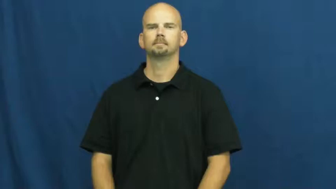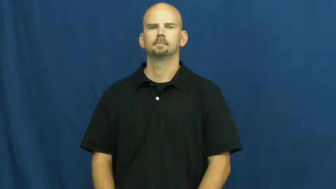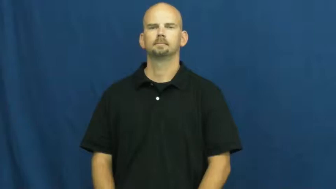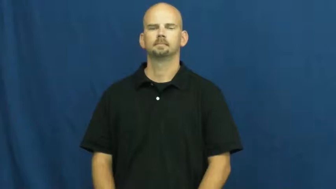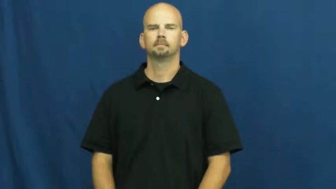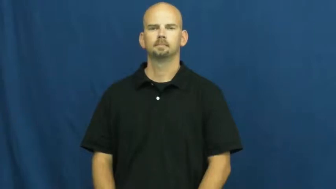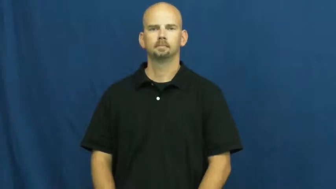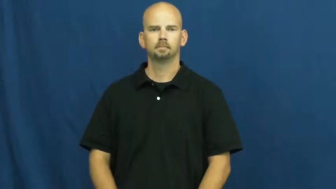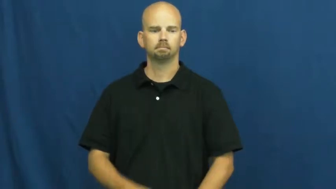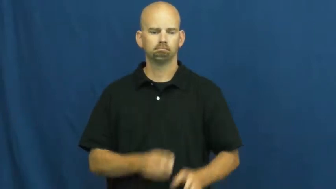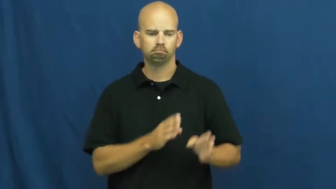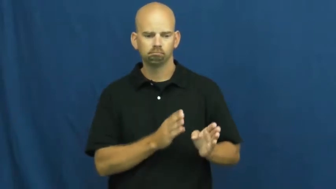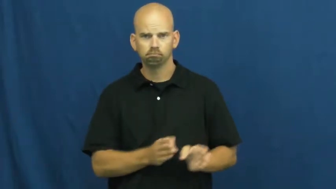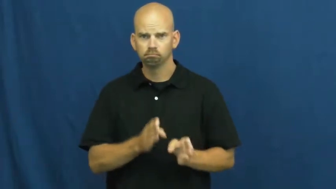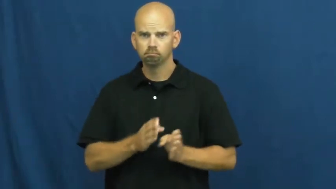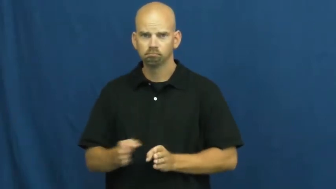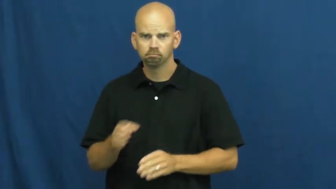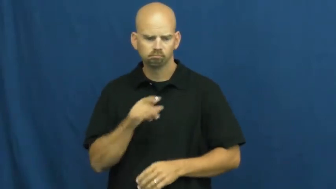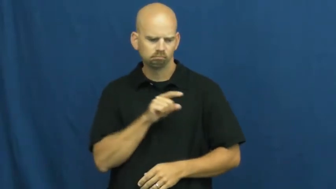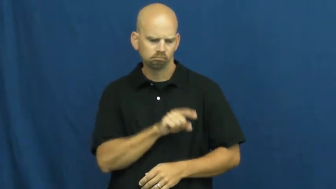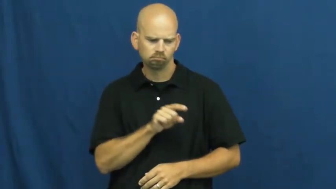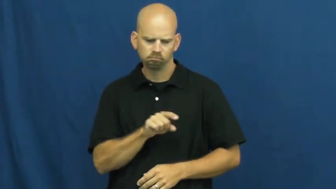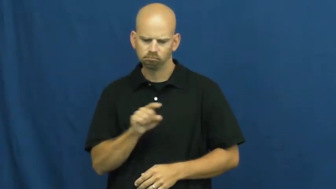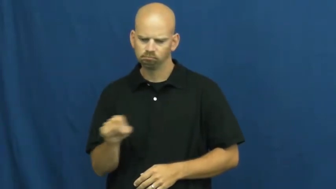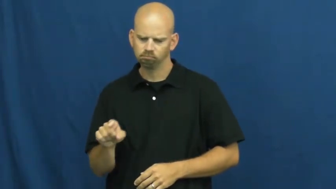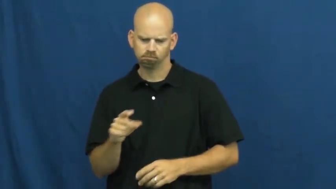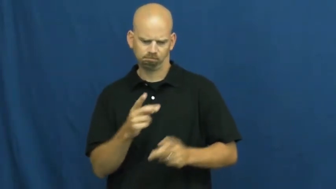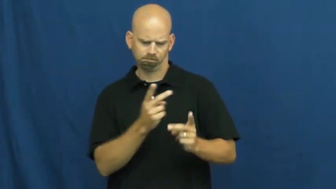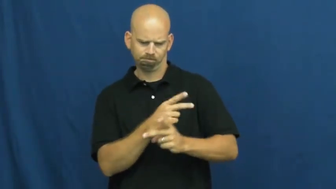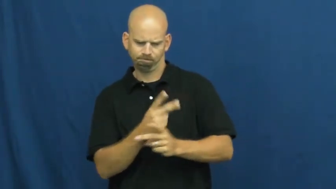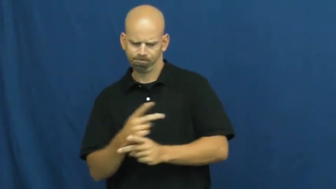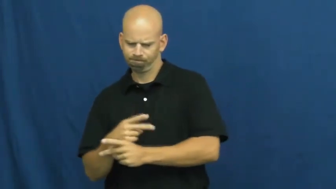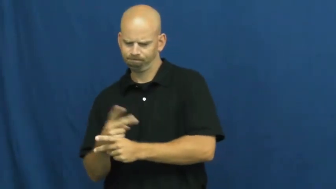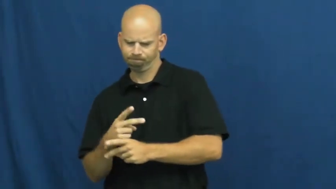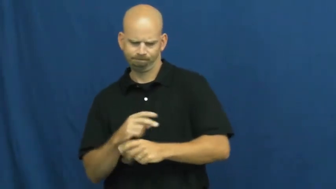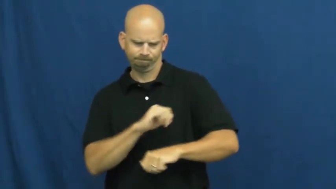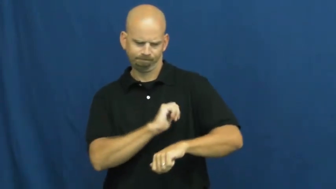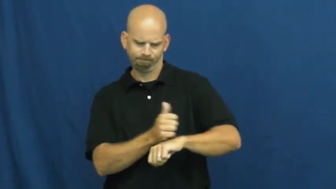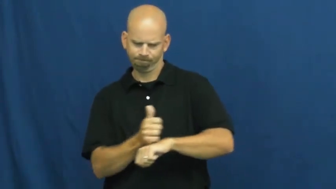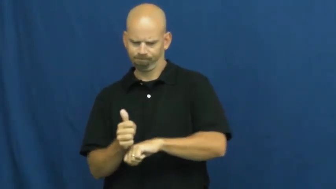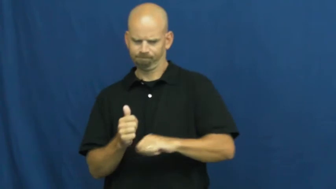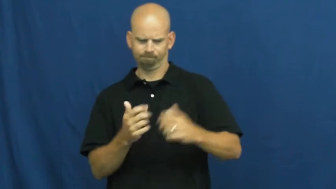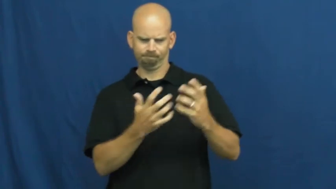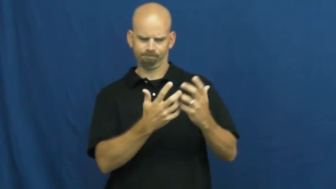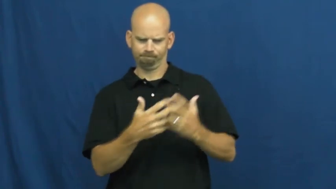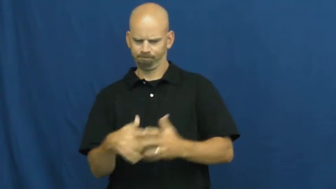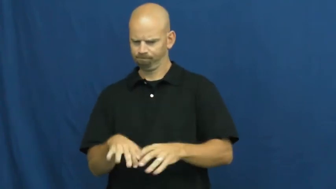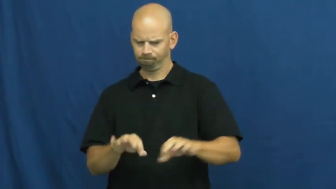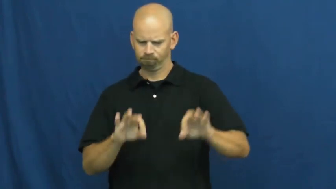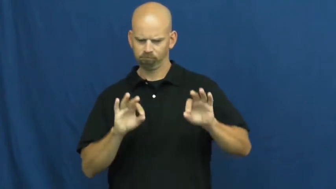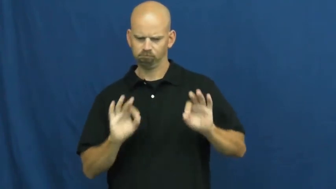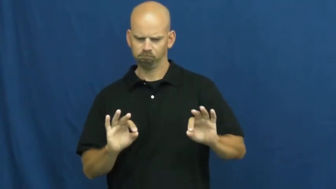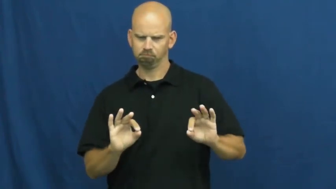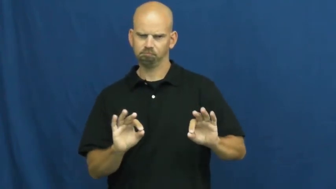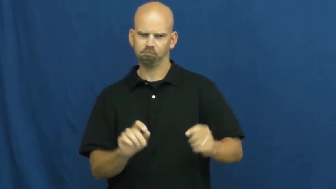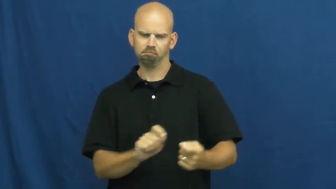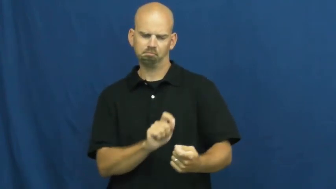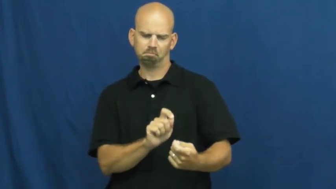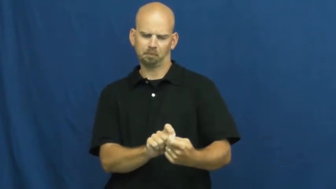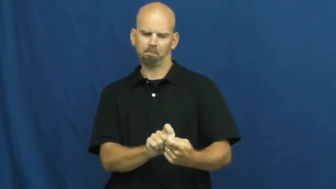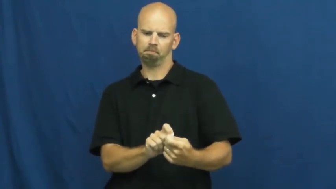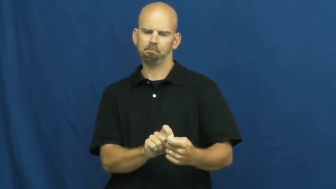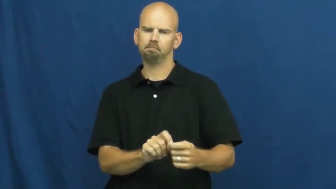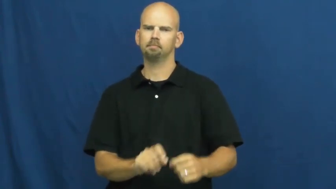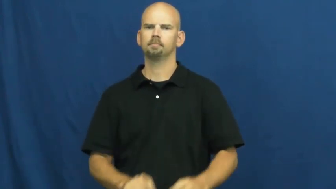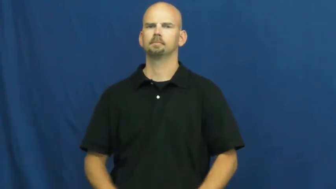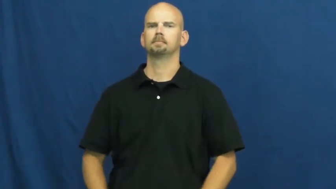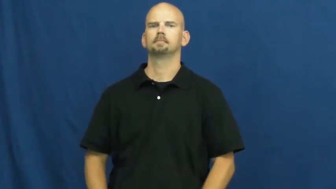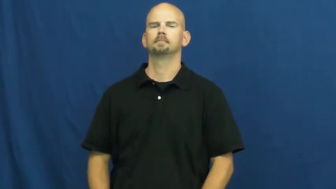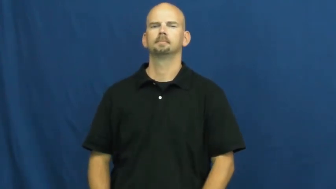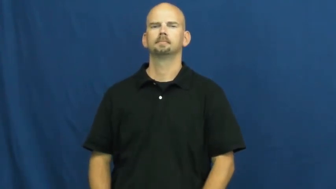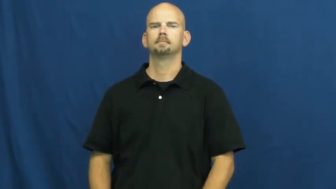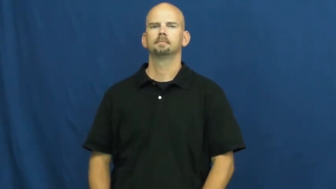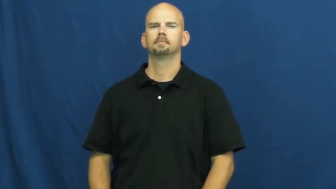systematic